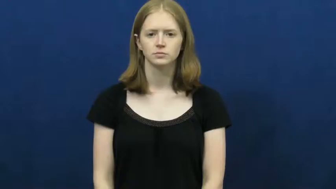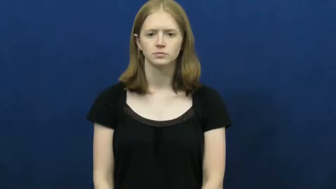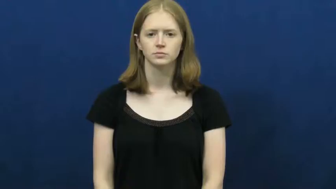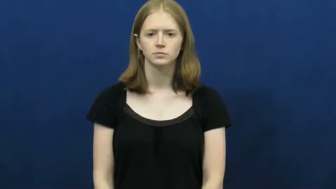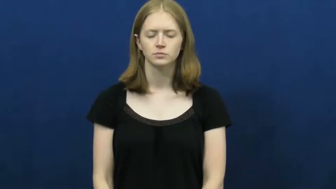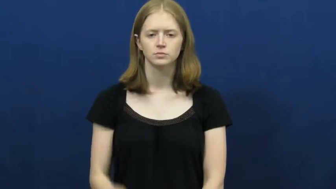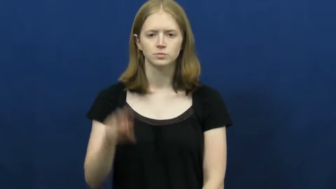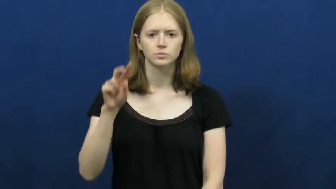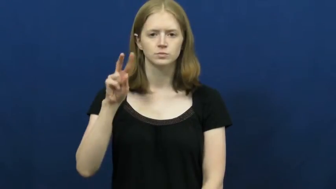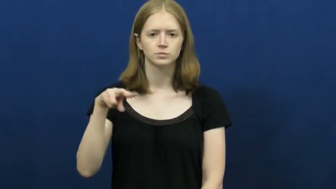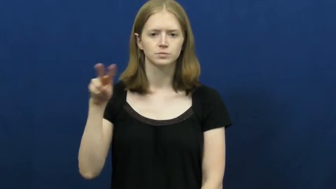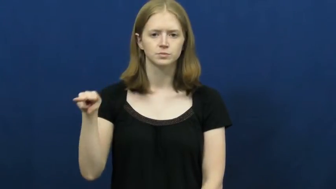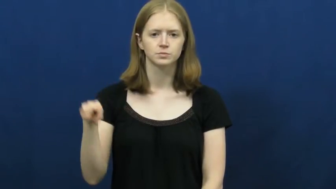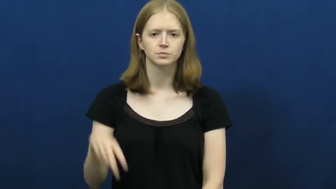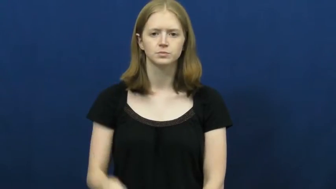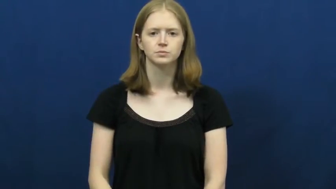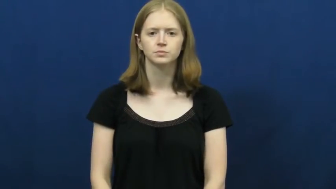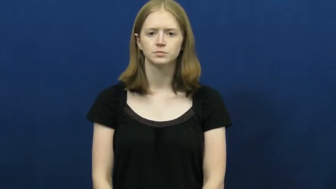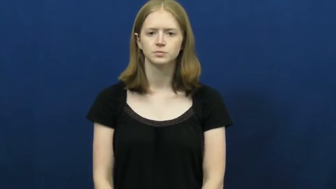twenty-two